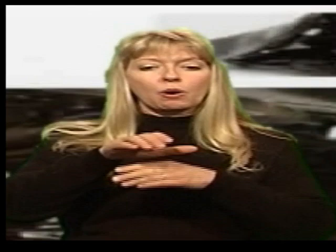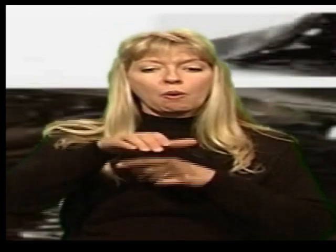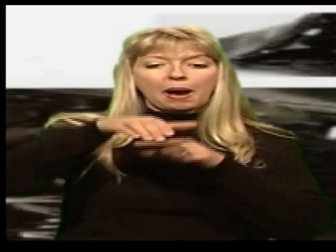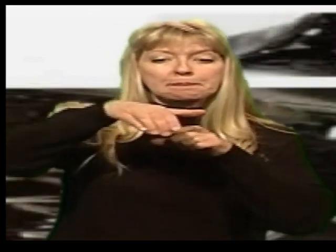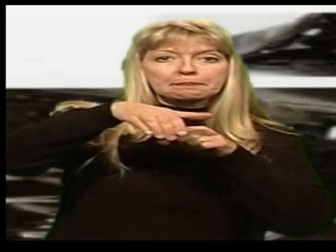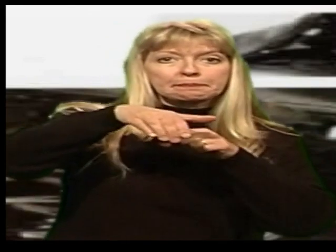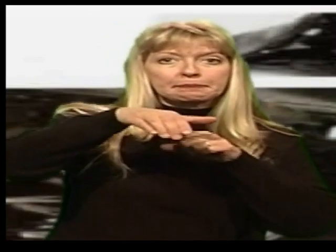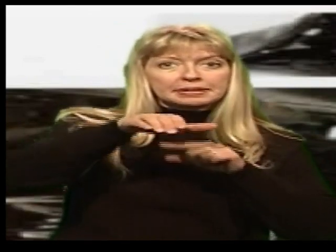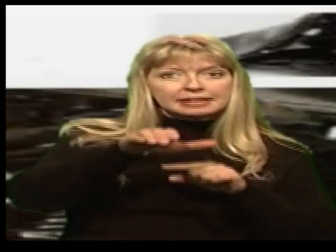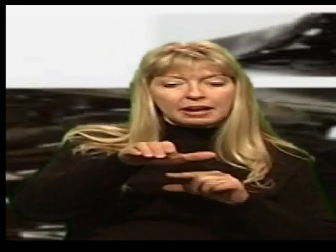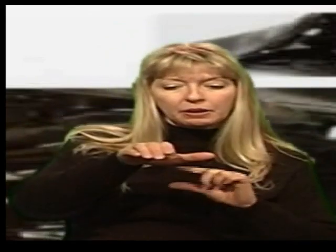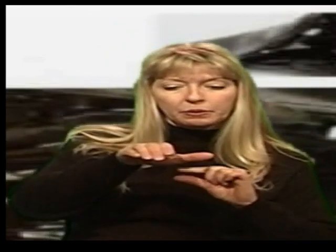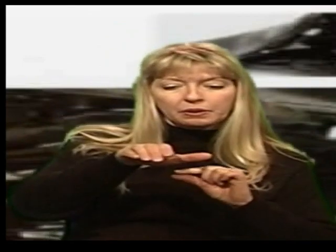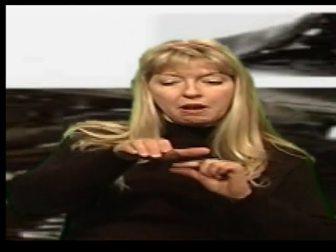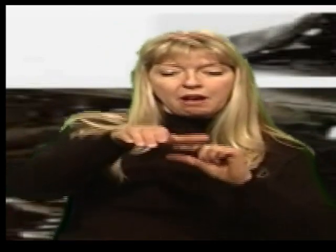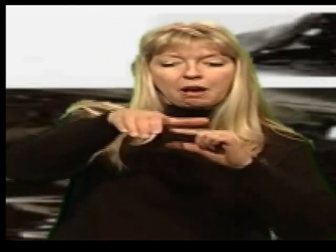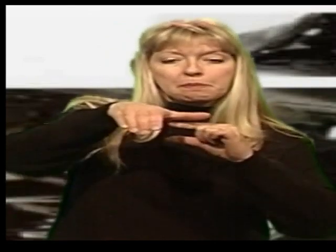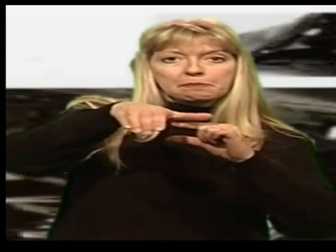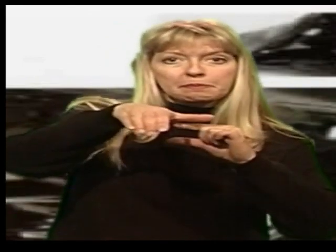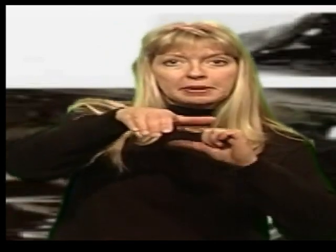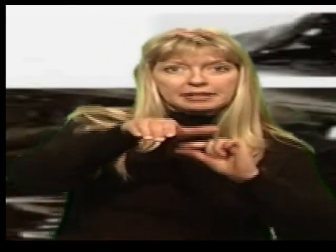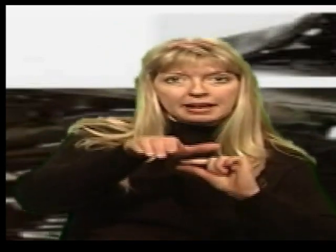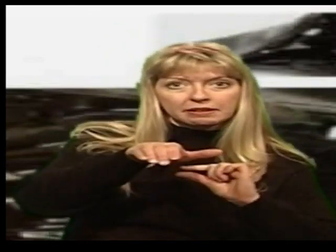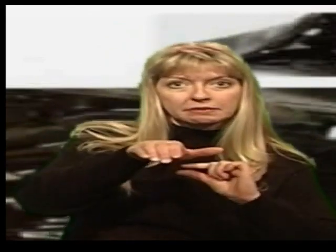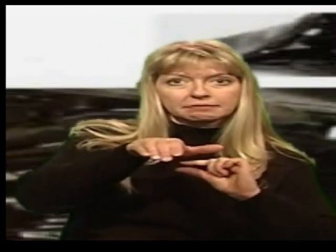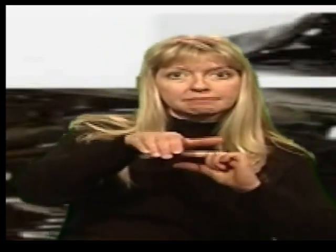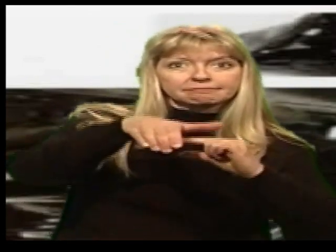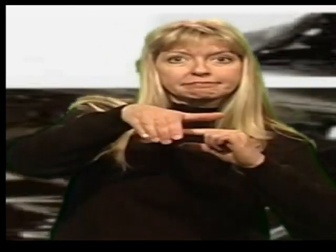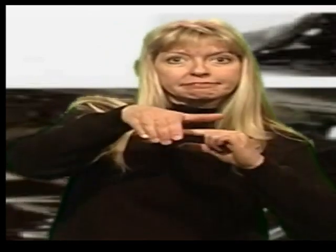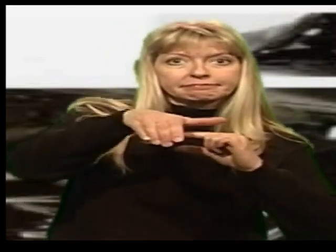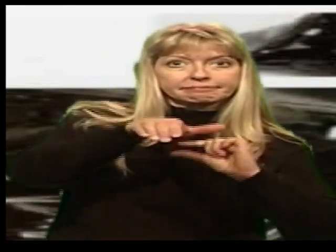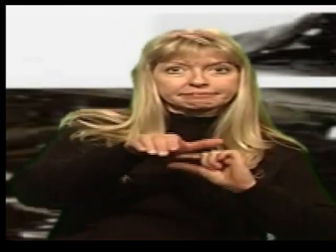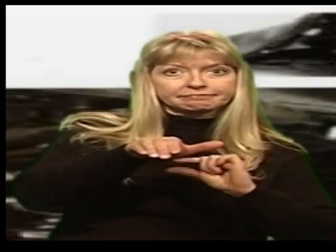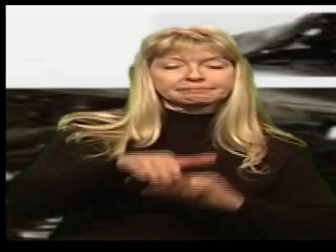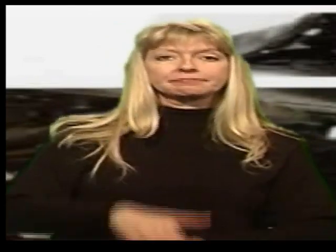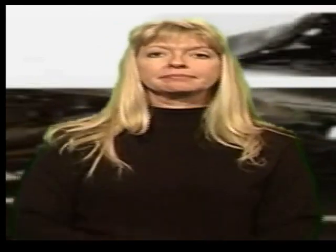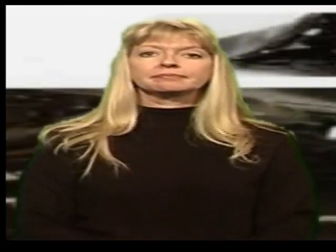go up and down-bicycle seat